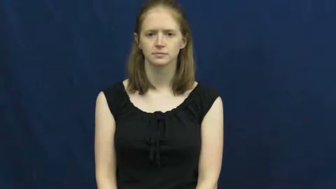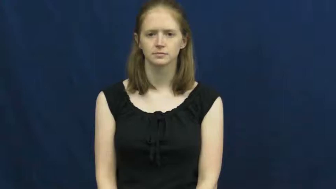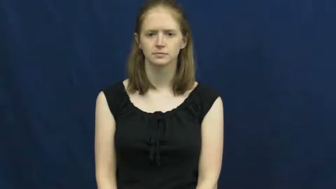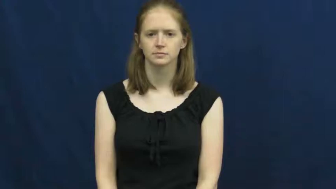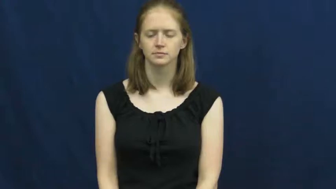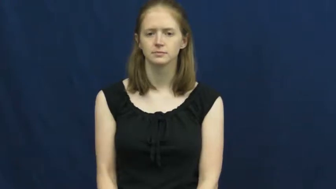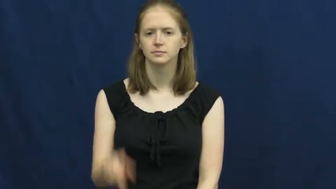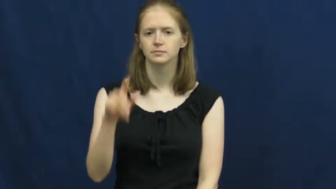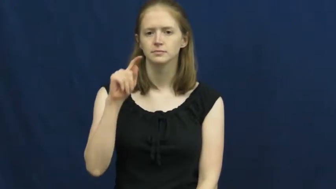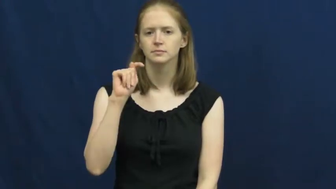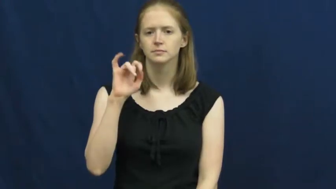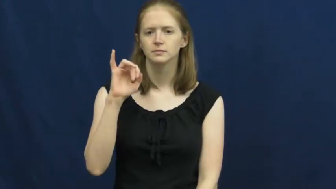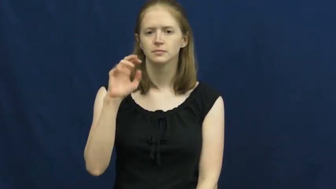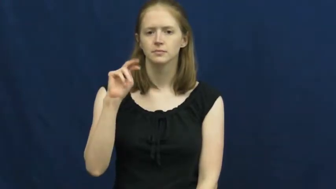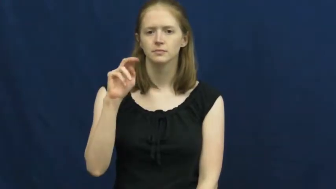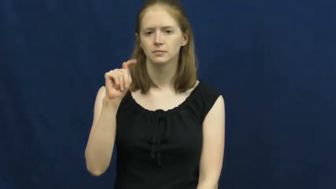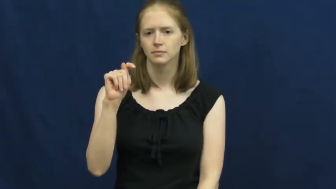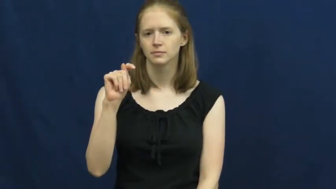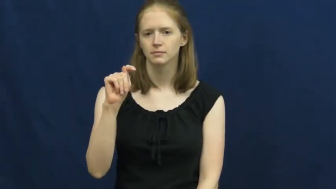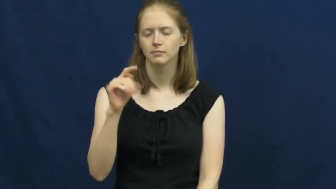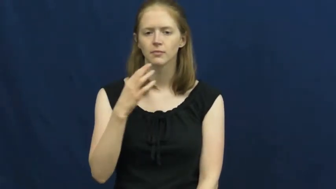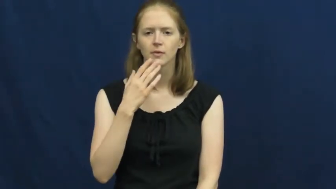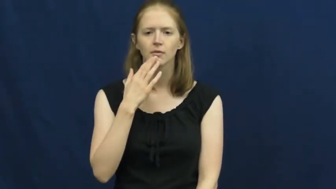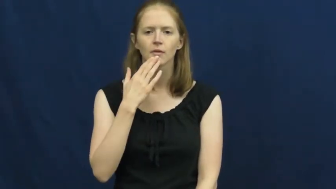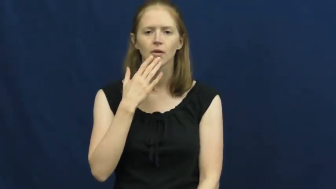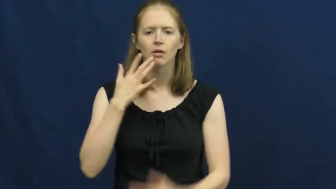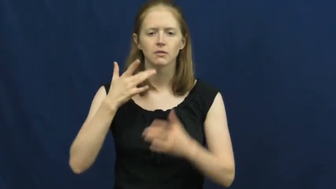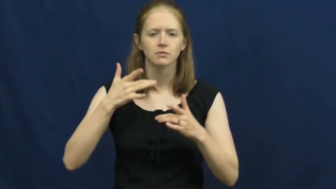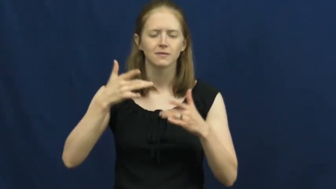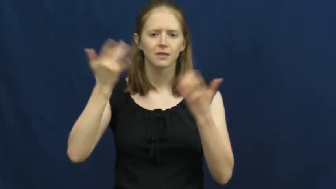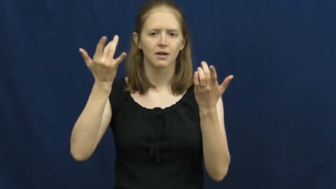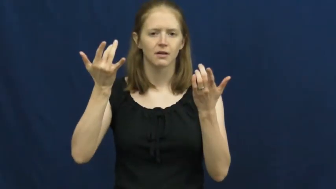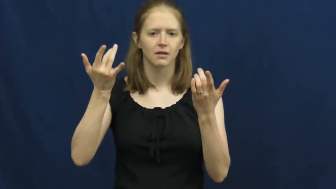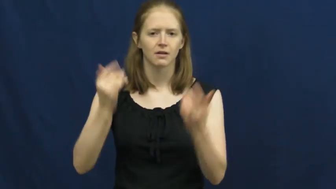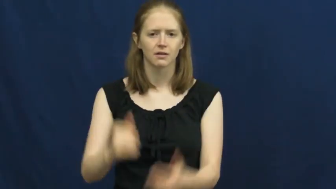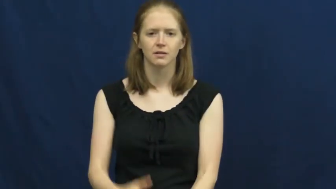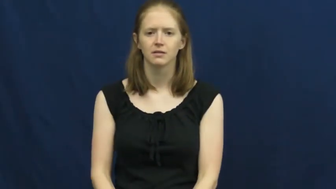tint